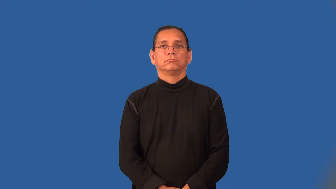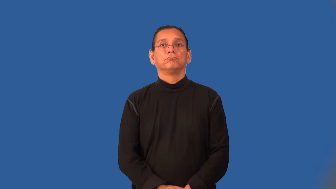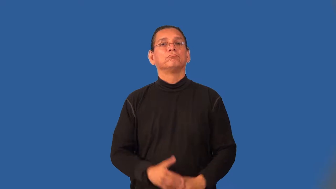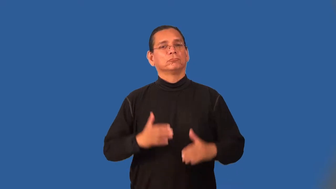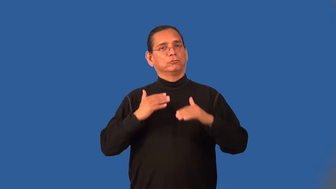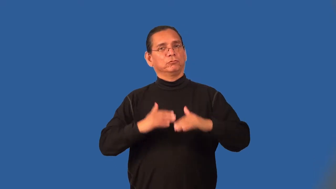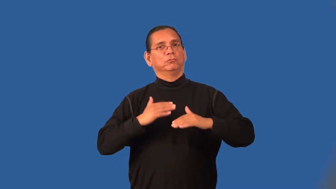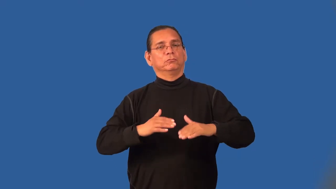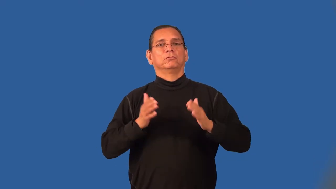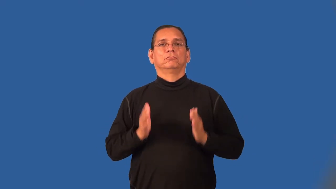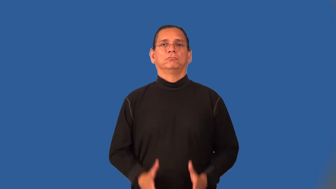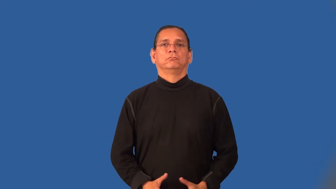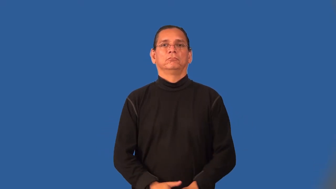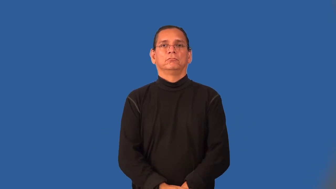snowboarder